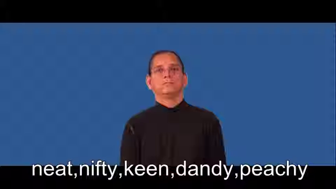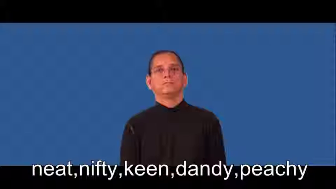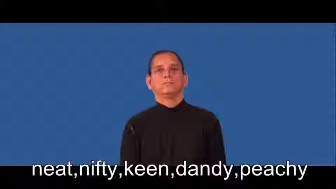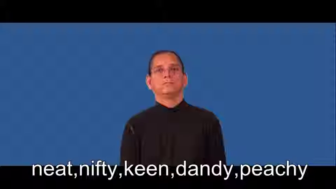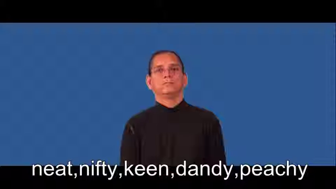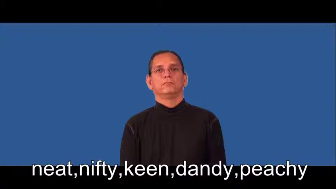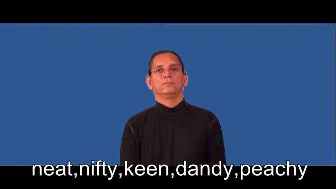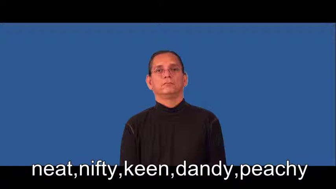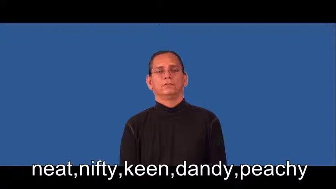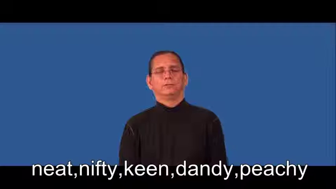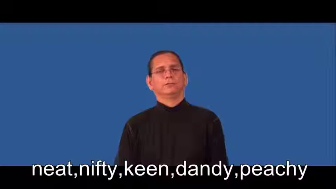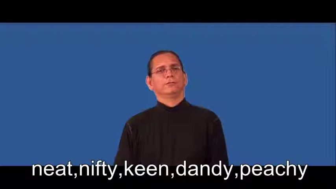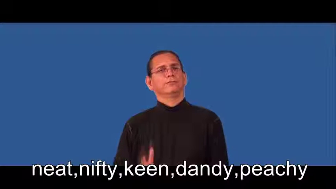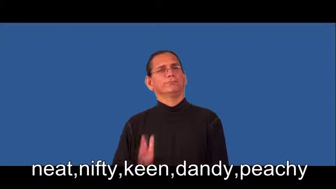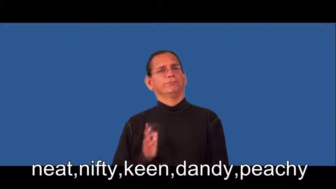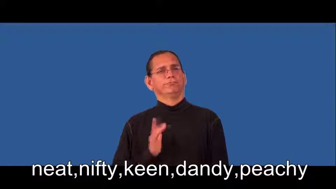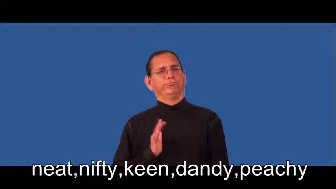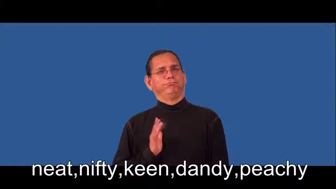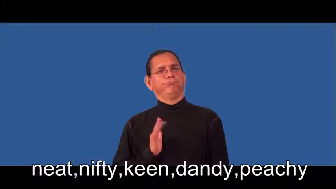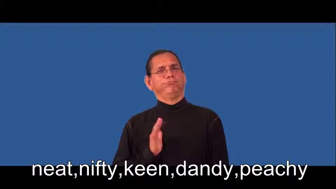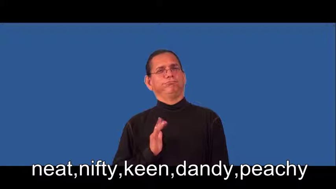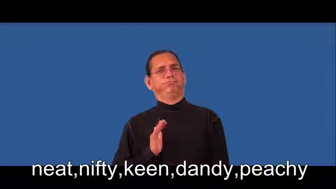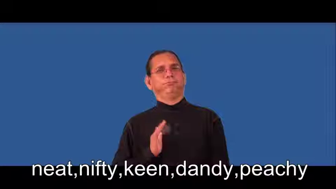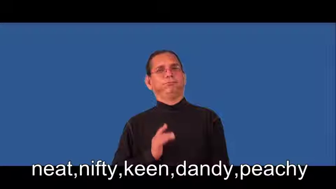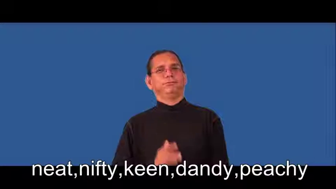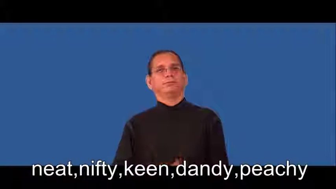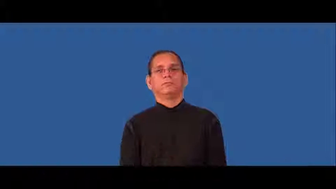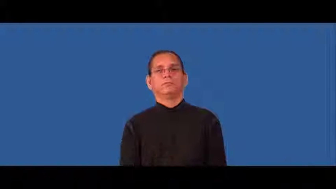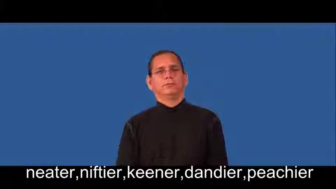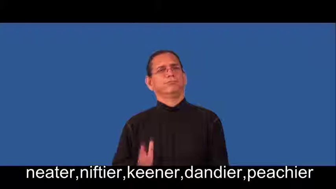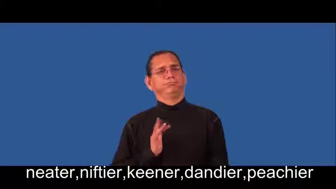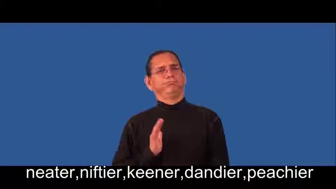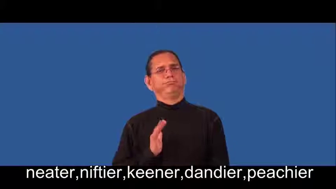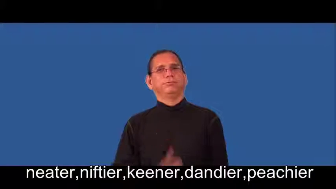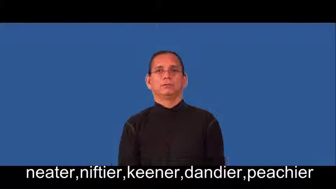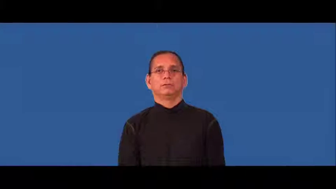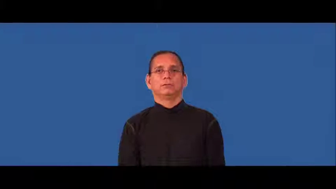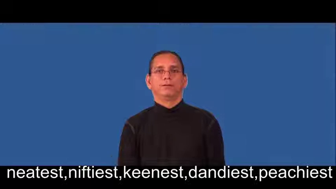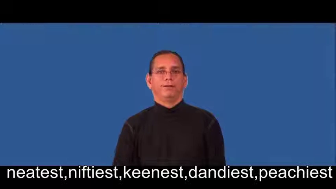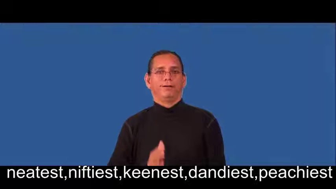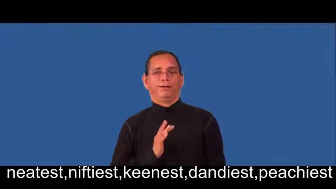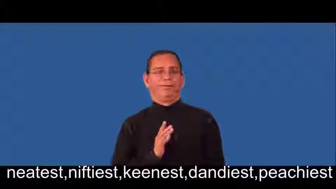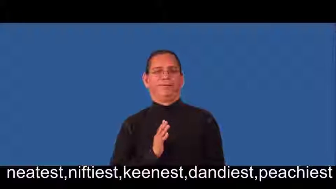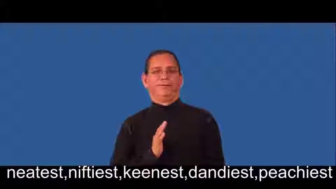neater,niftier,keener,dandier,peachier,neatest,niftiest,keenest,dandiest,peachiest